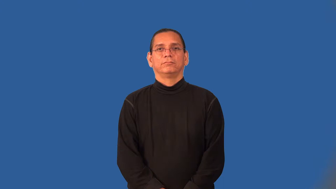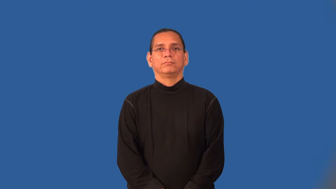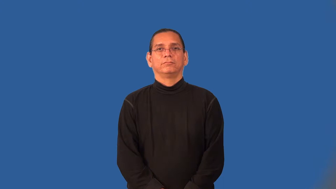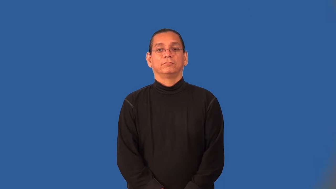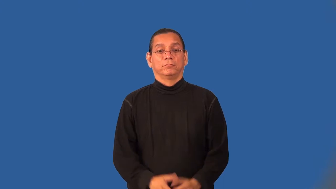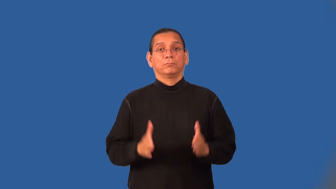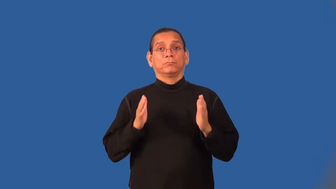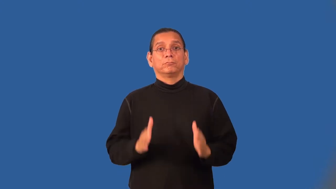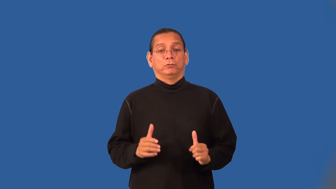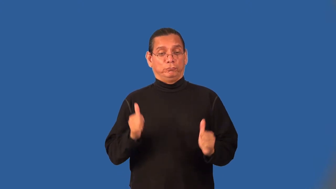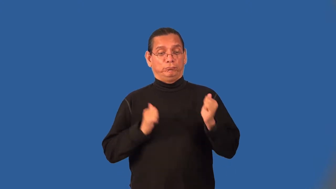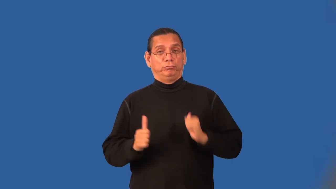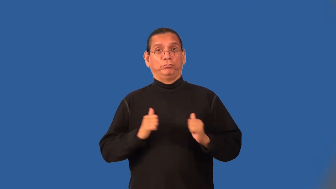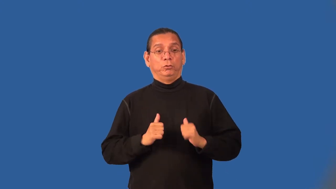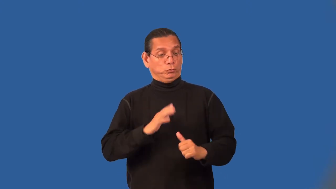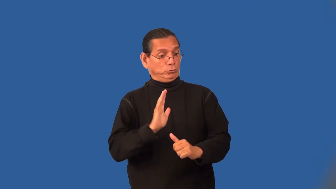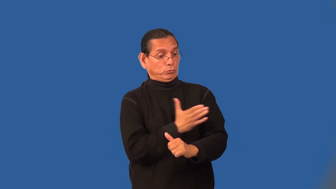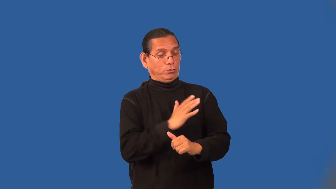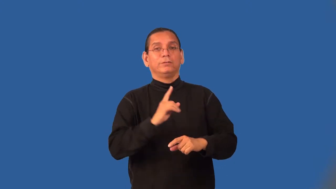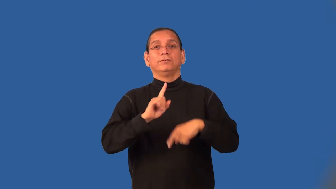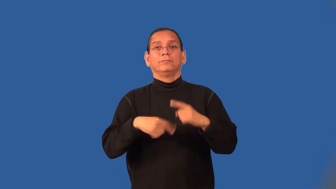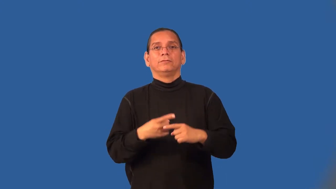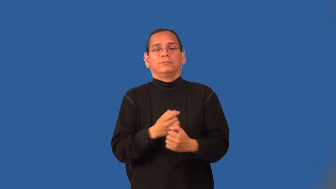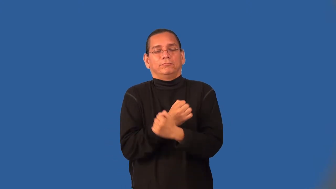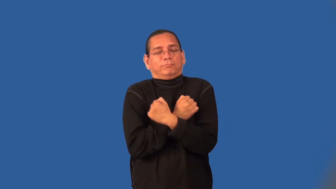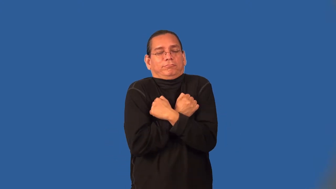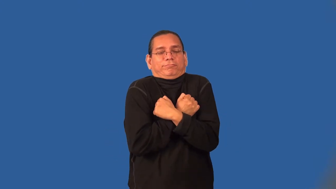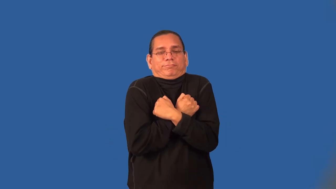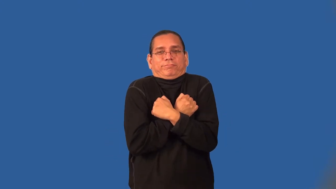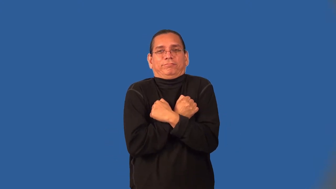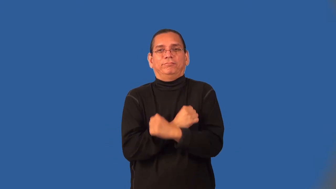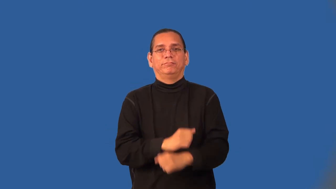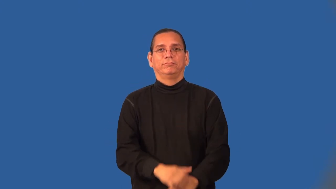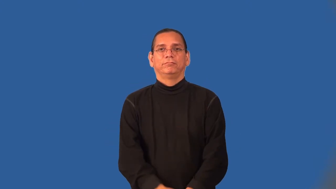balladeer